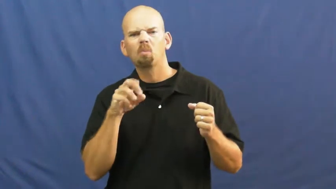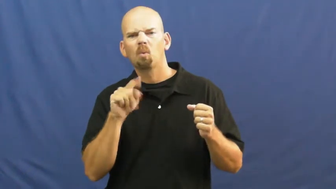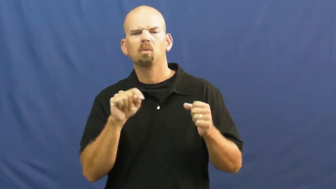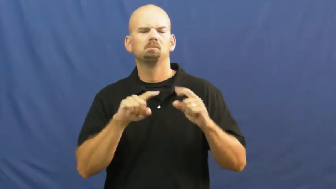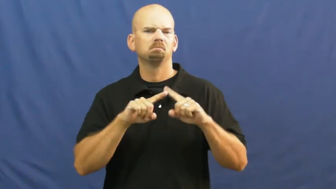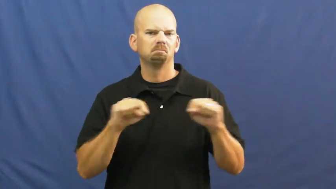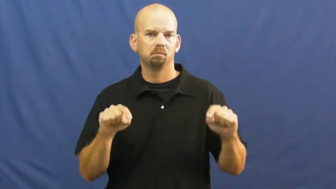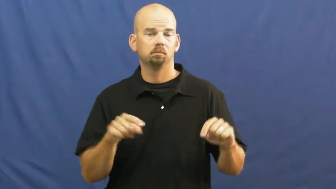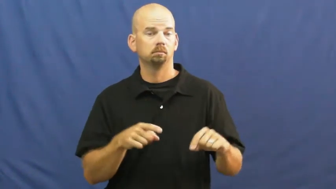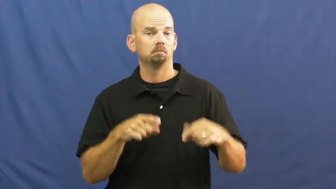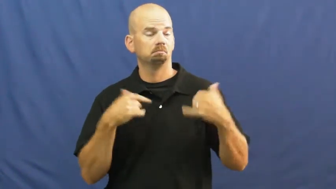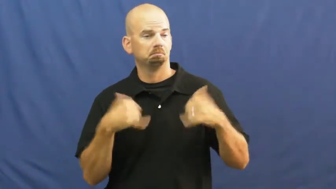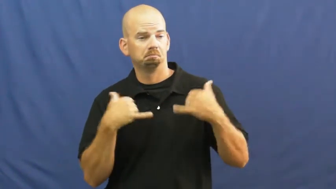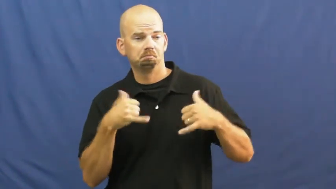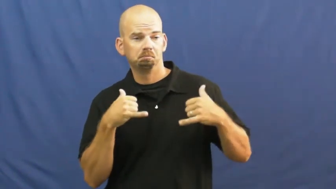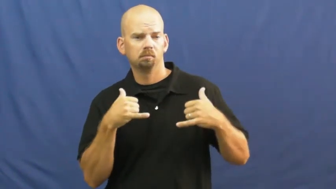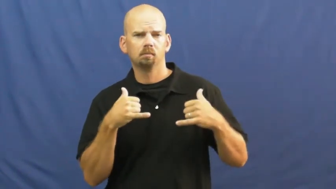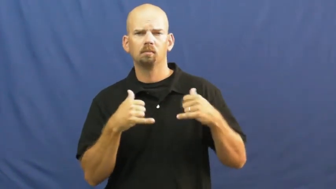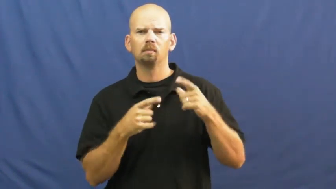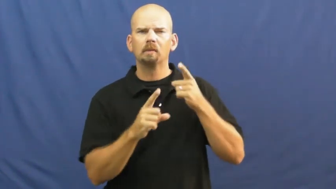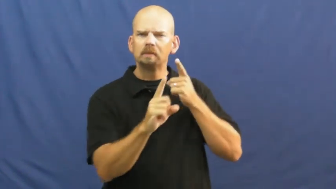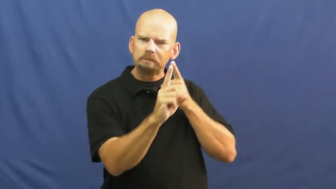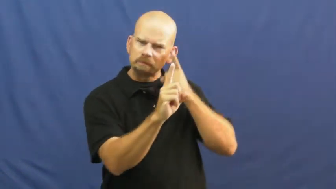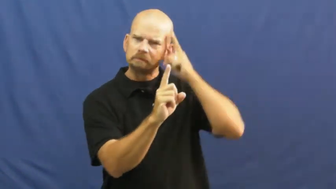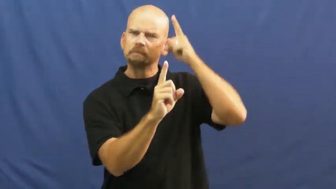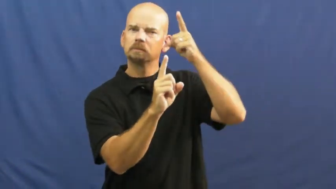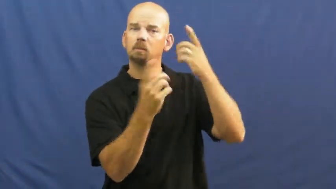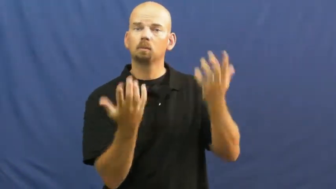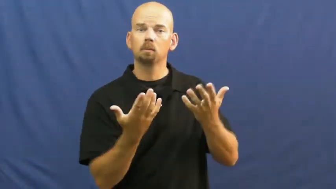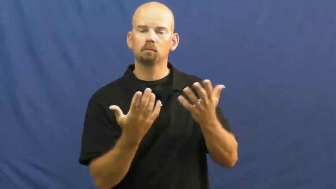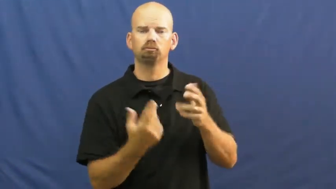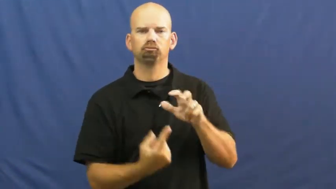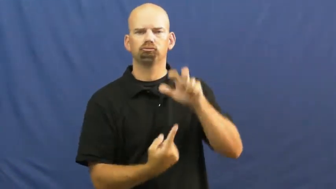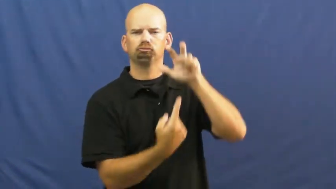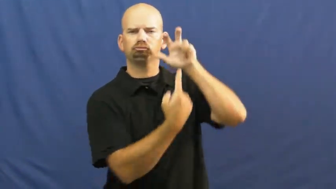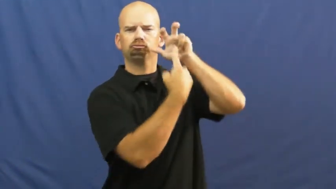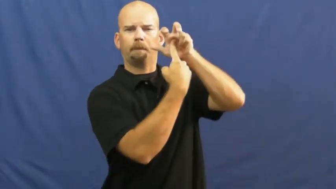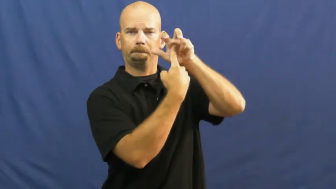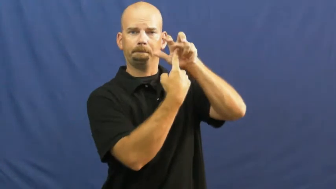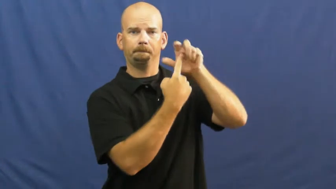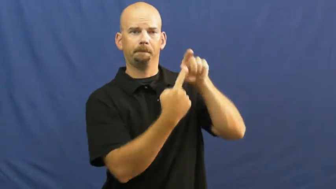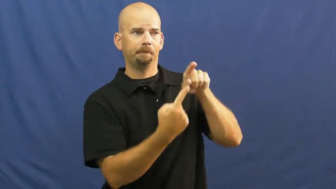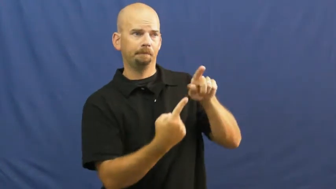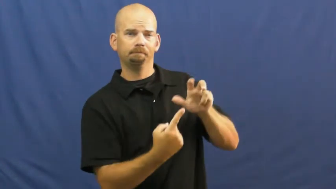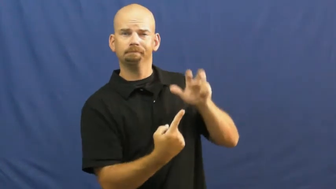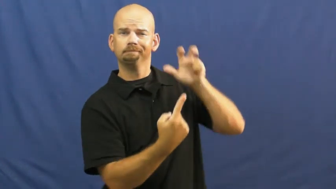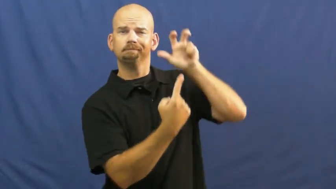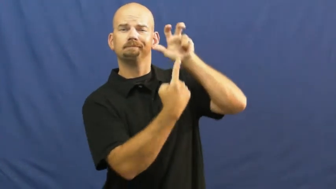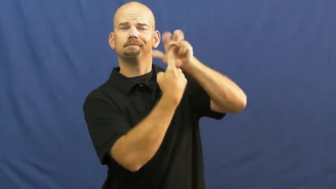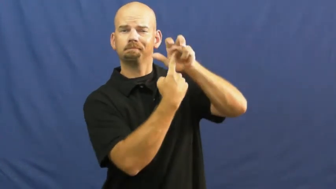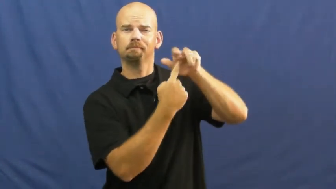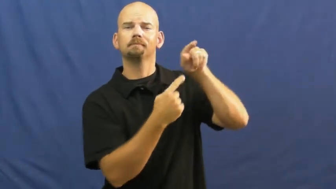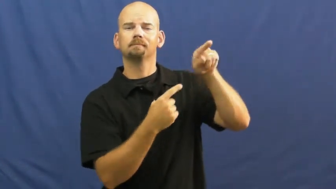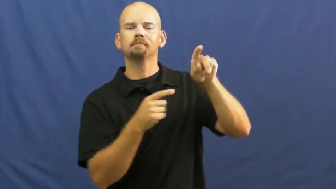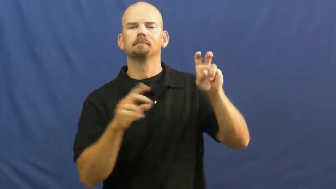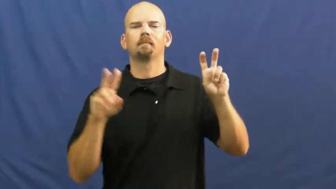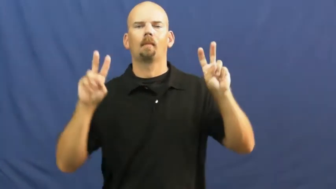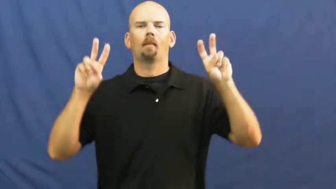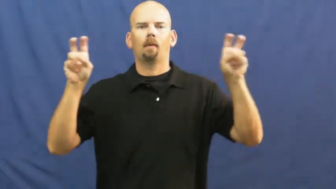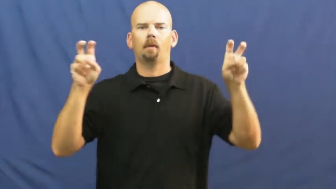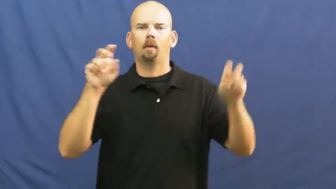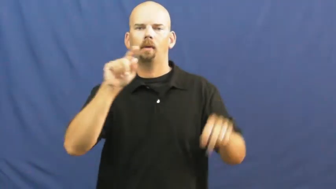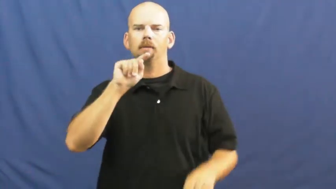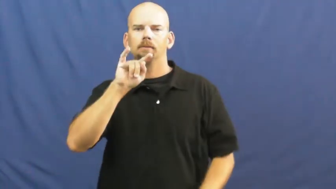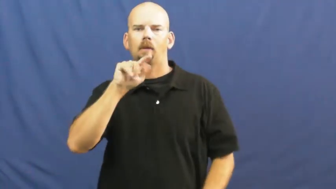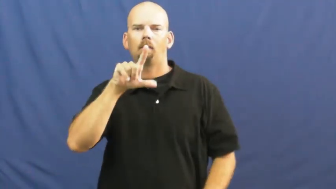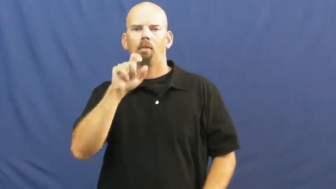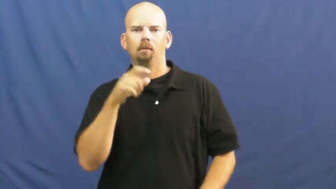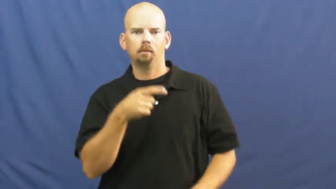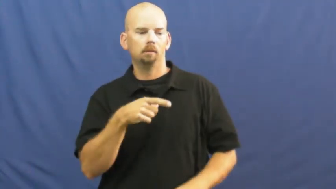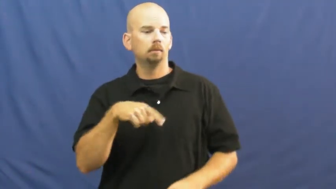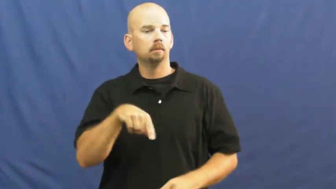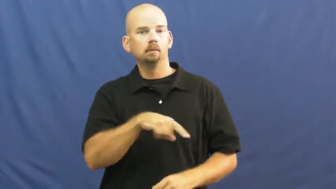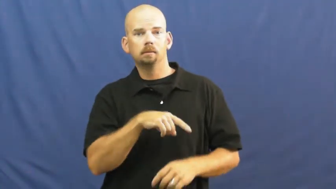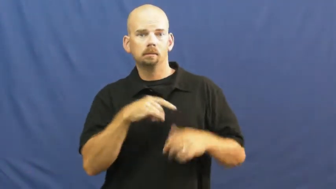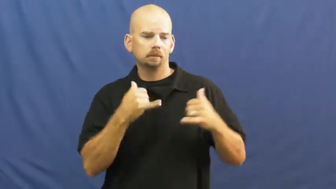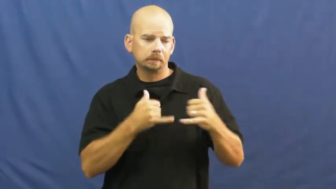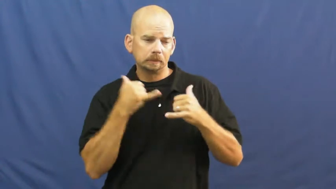title-champion